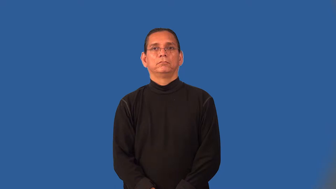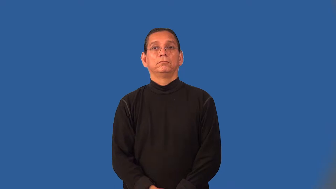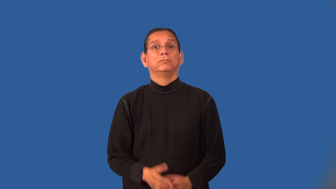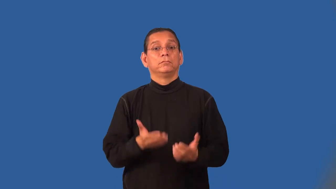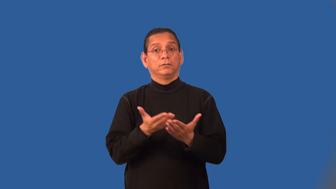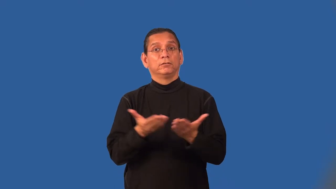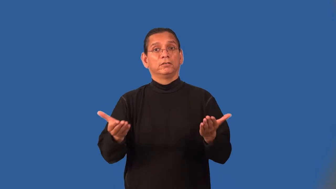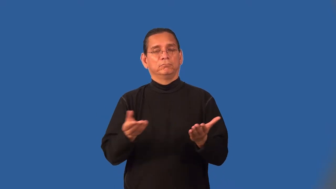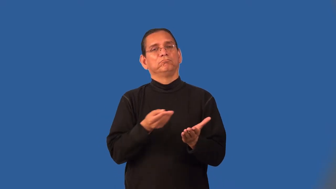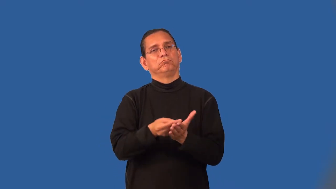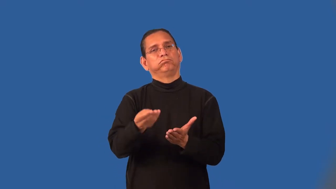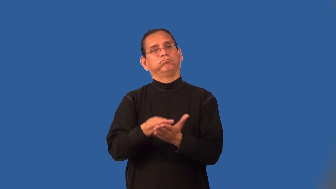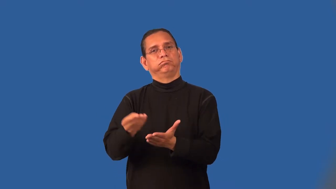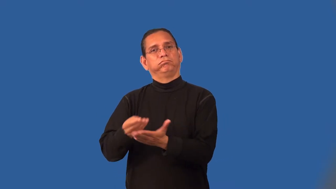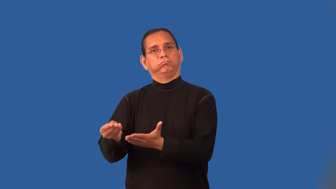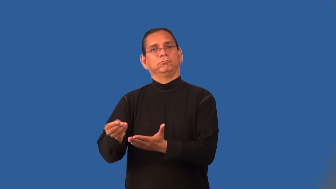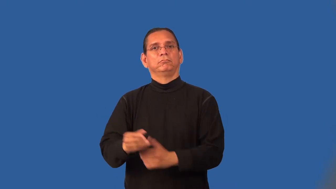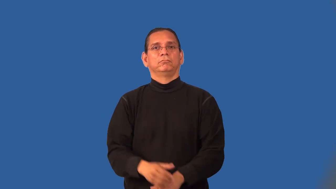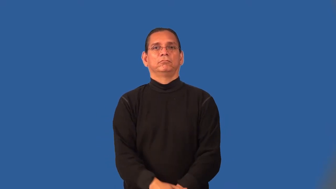merchandise,goods